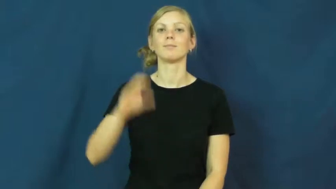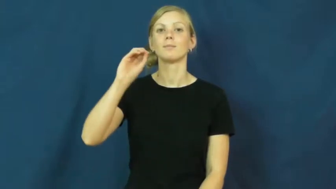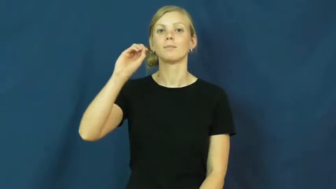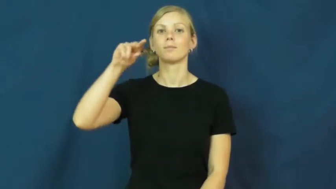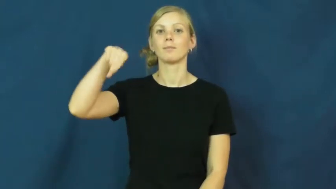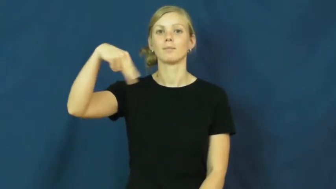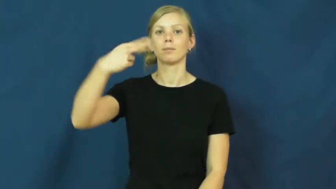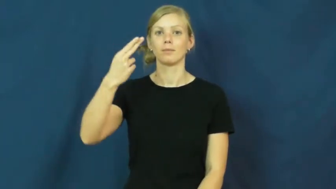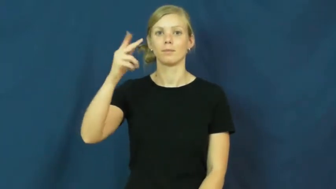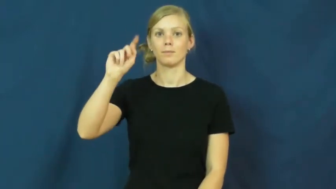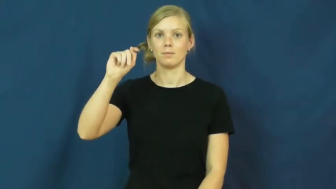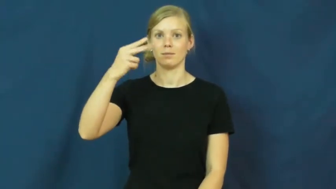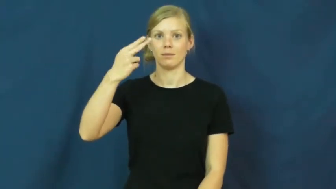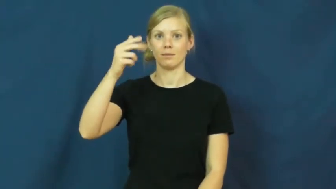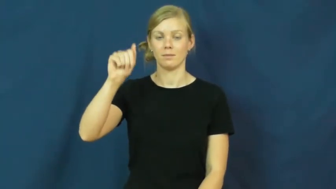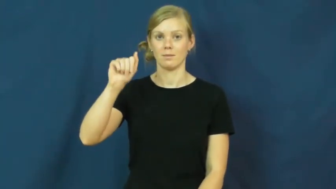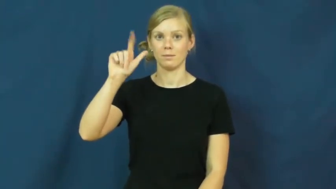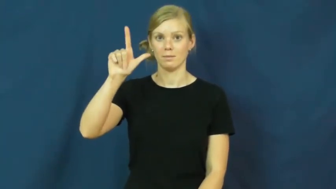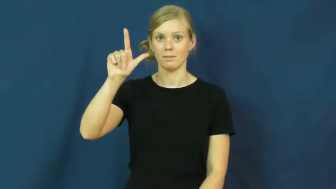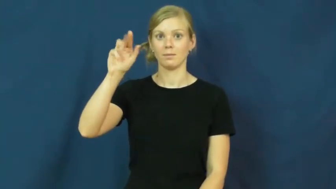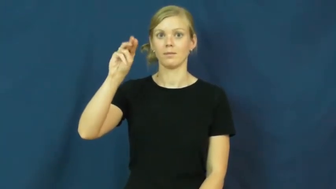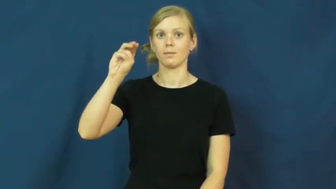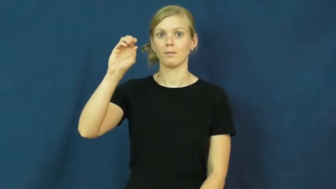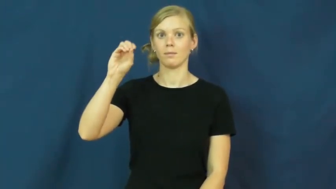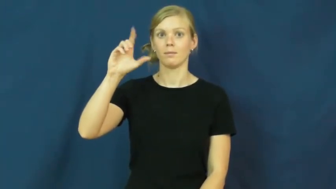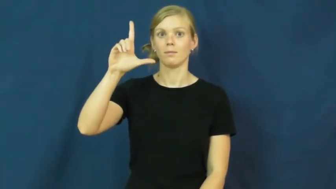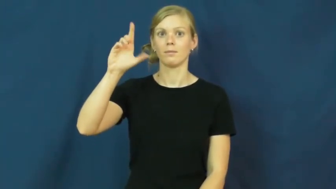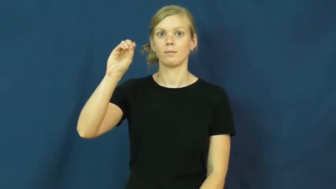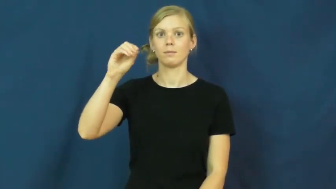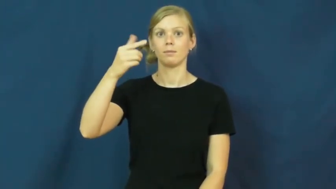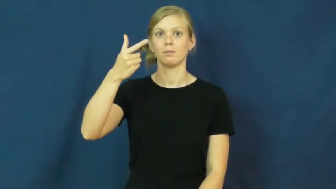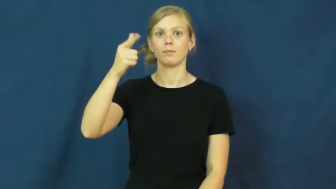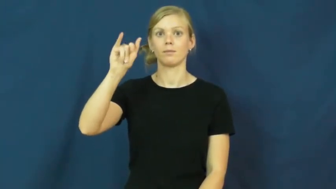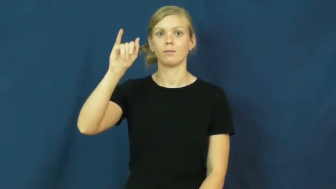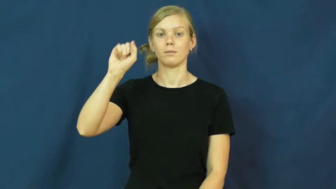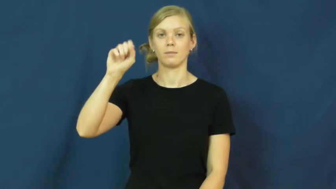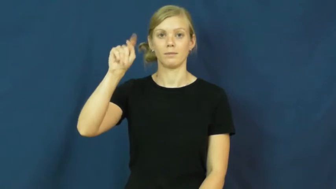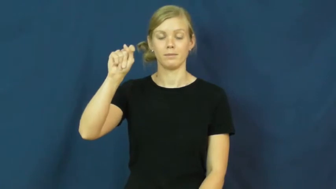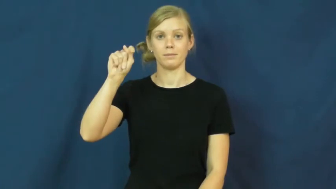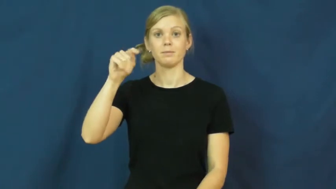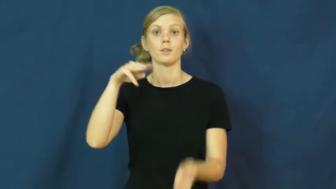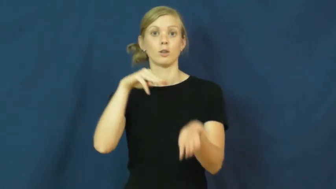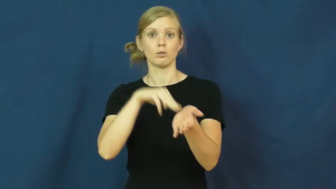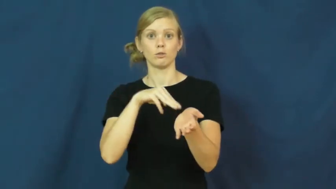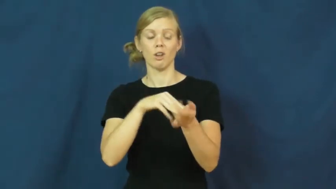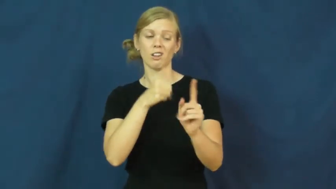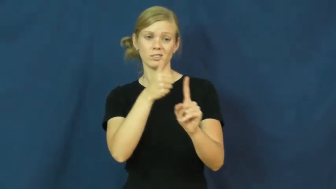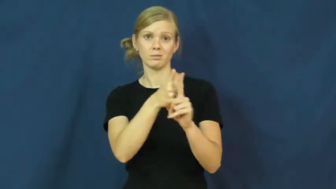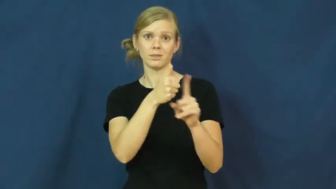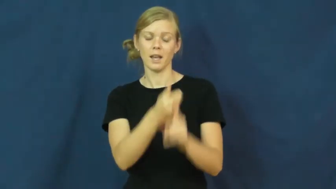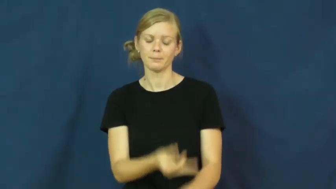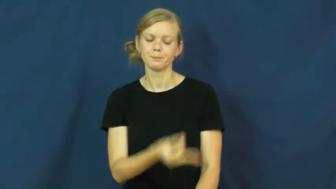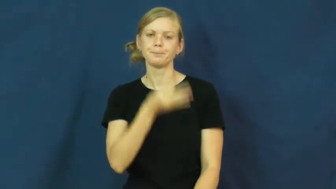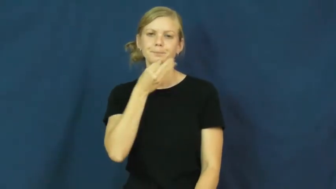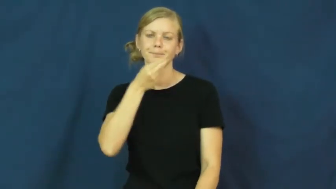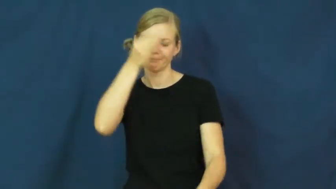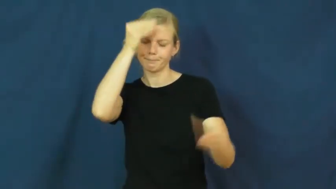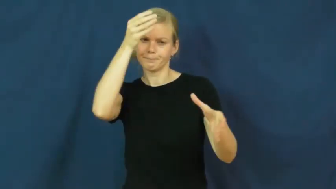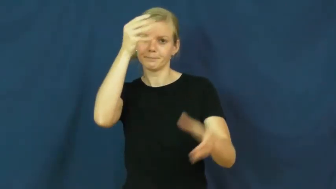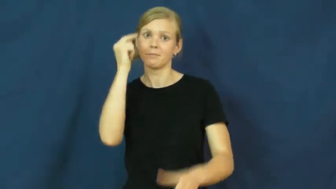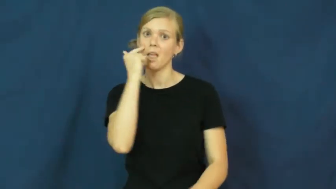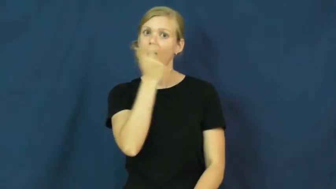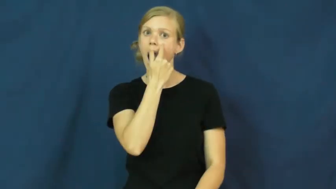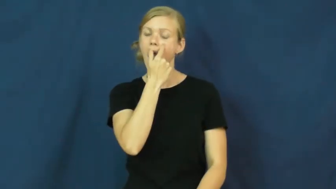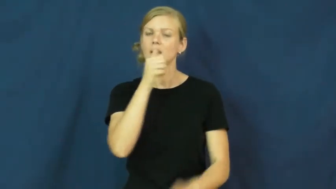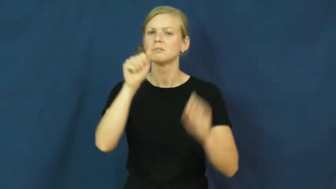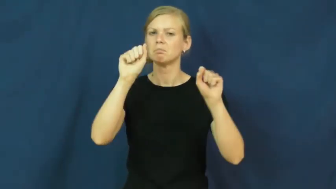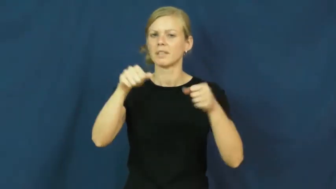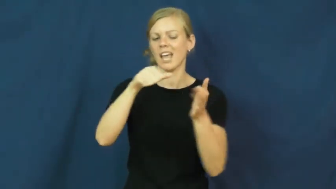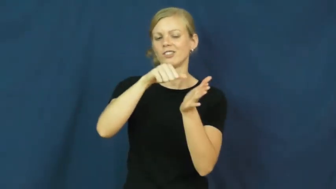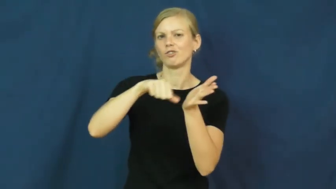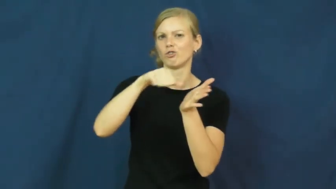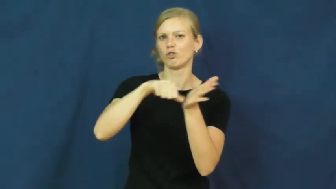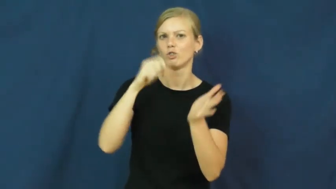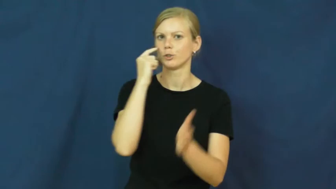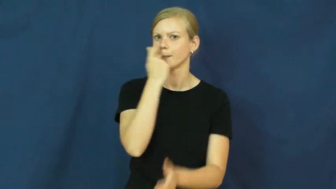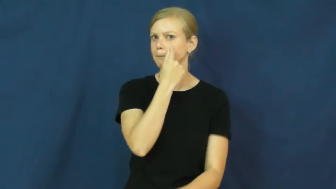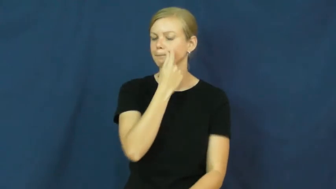ophthalmologist,oculist